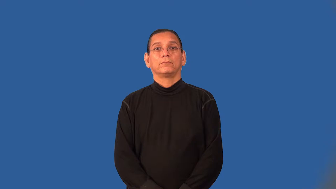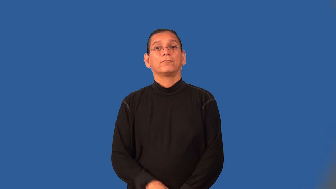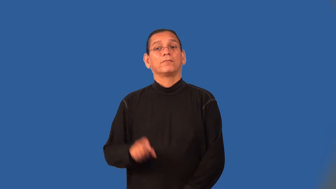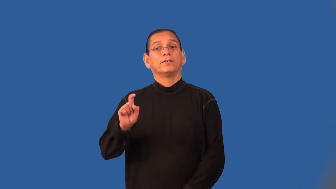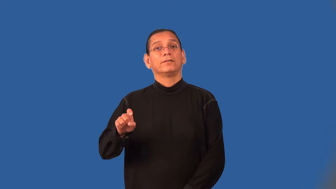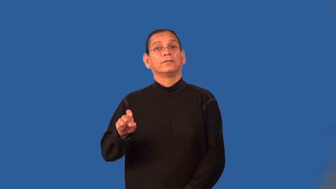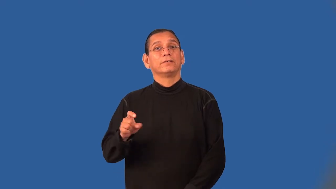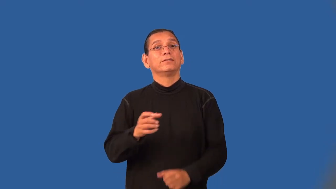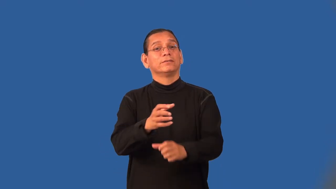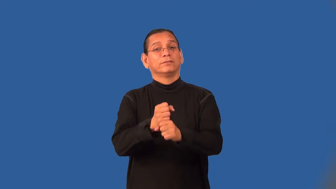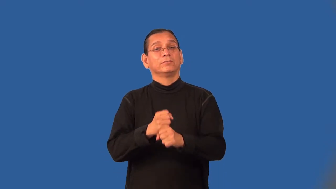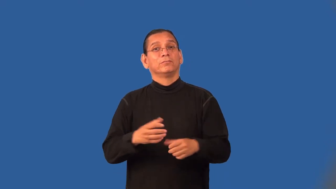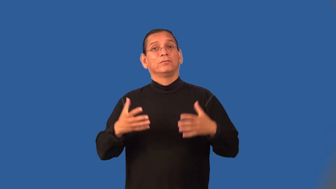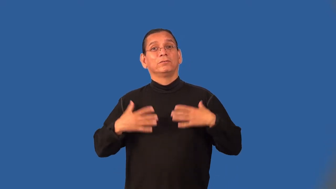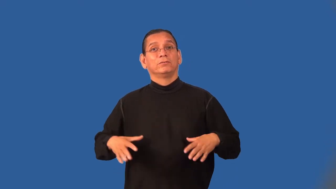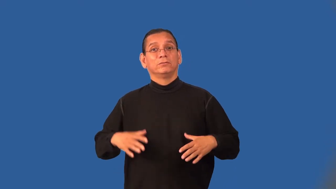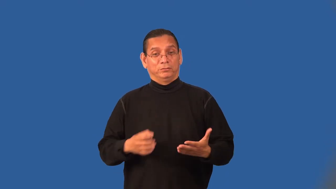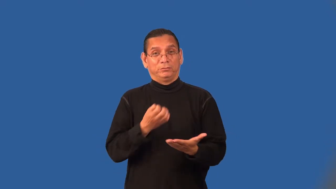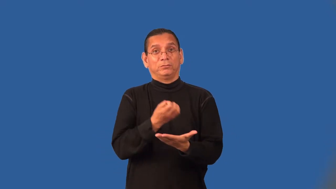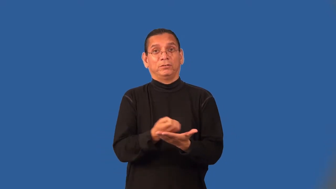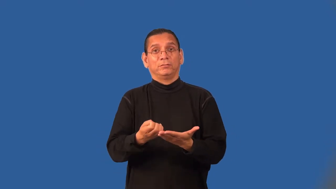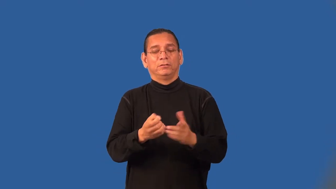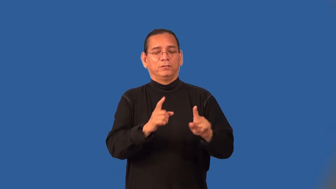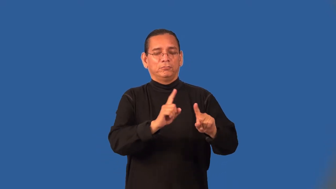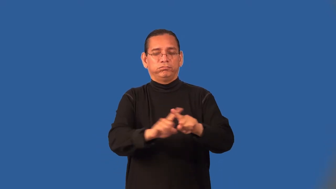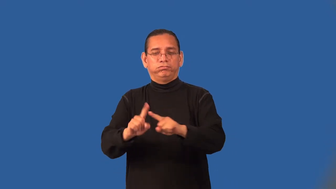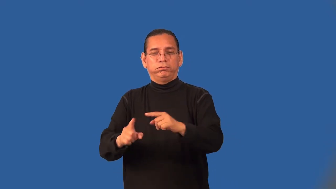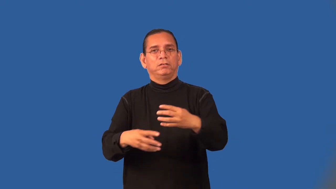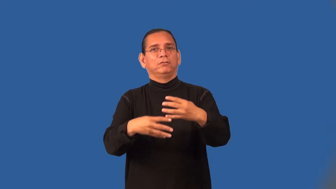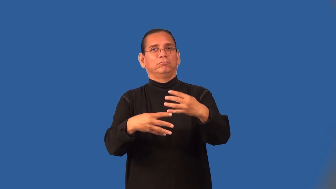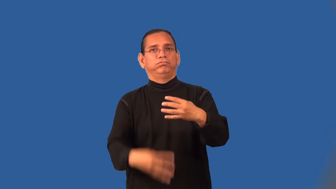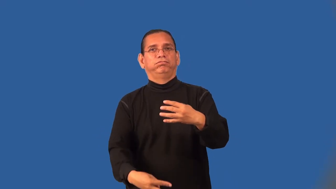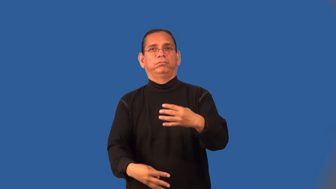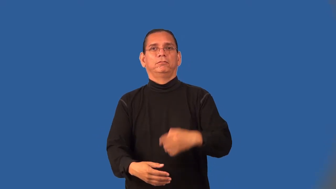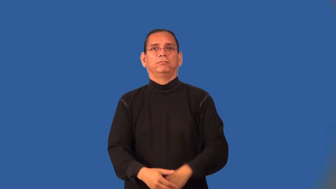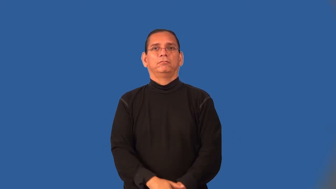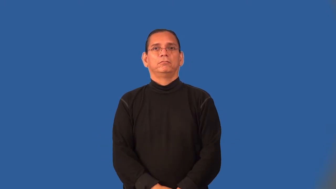outfit